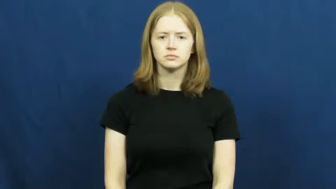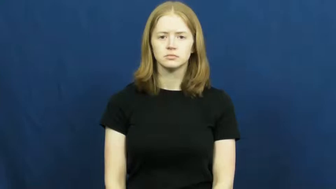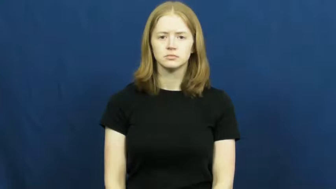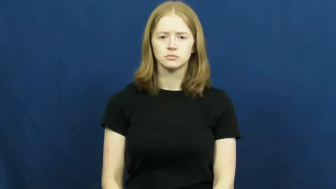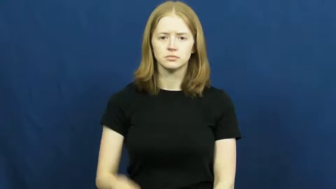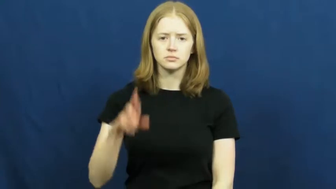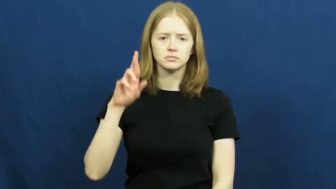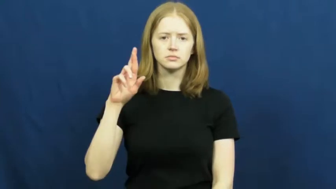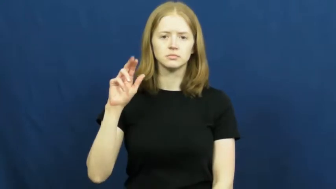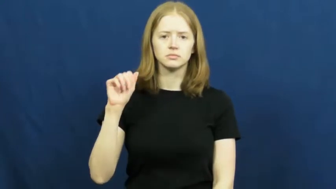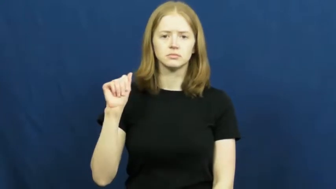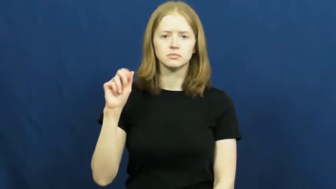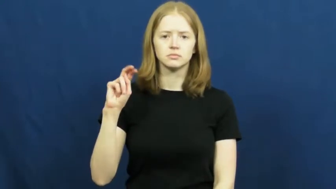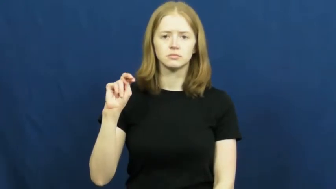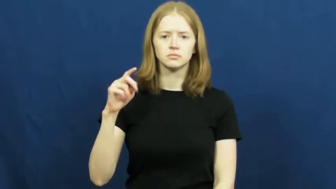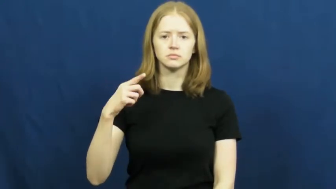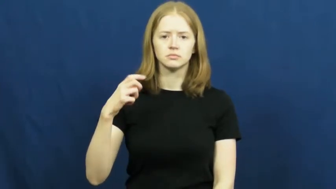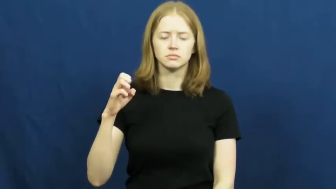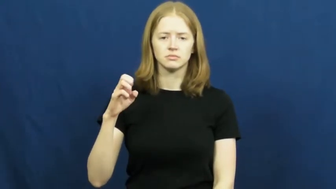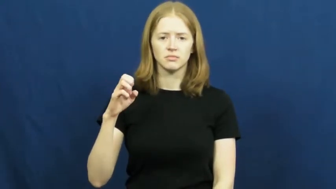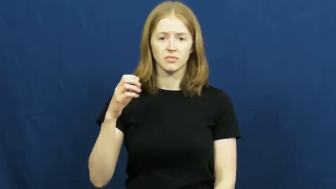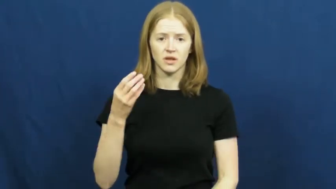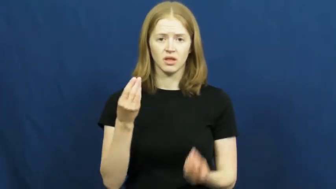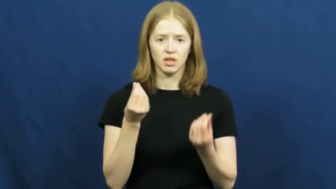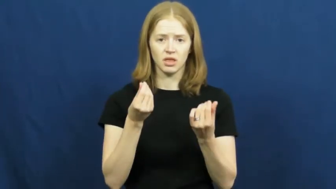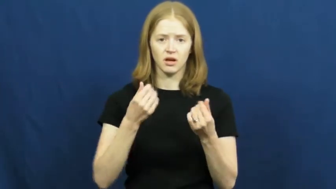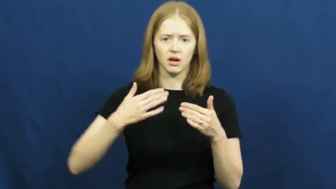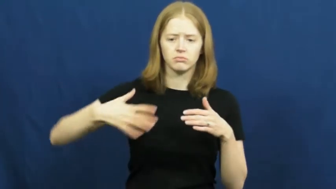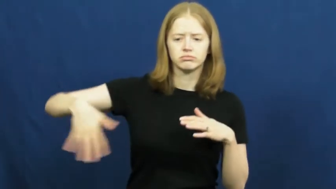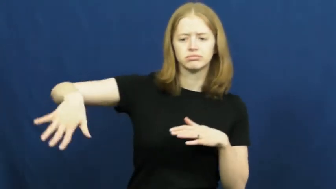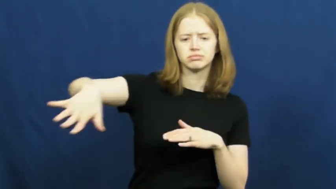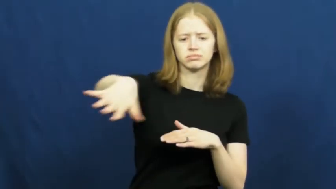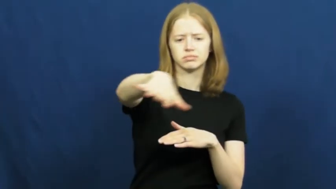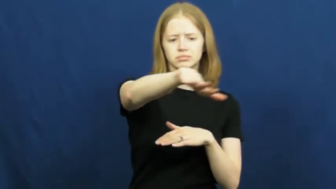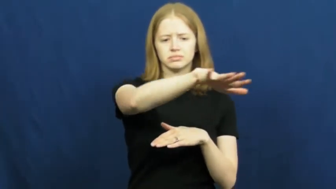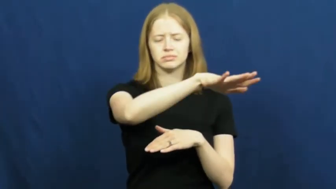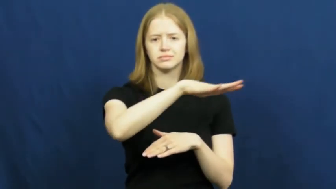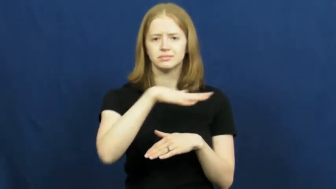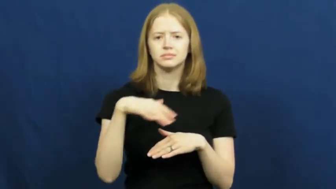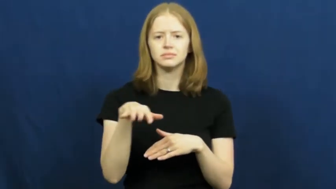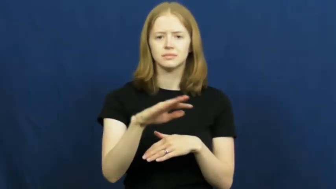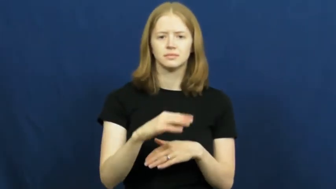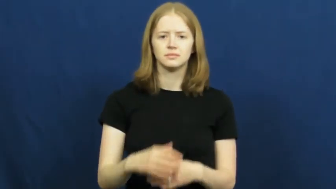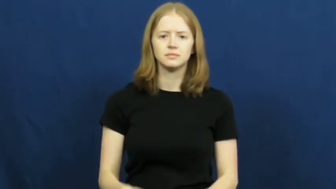range-land